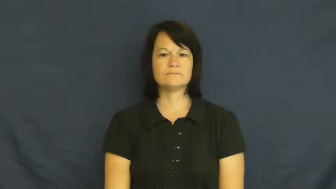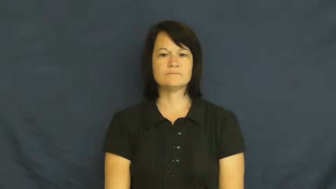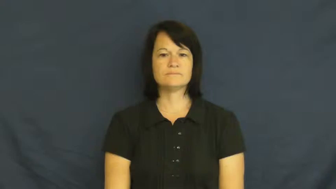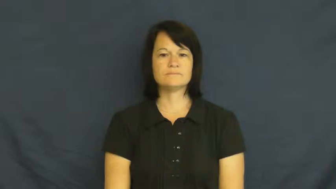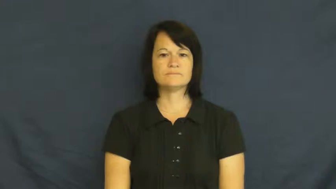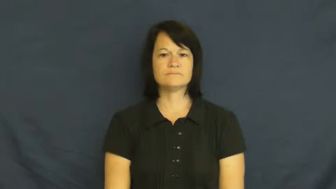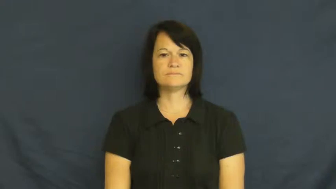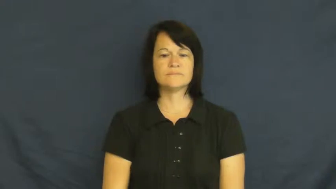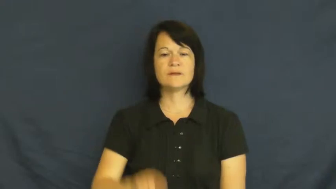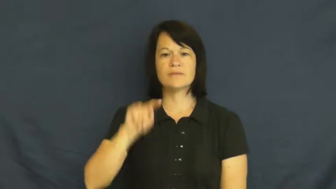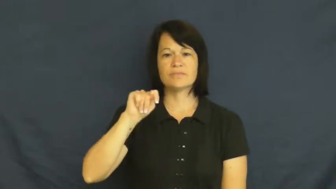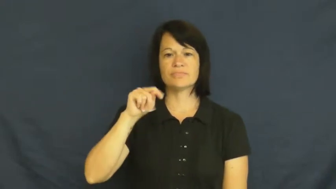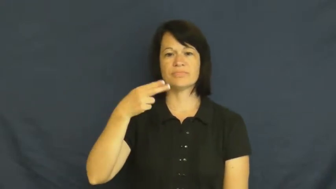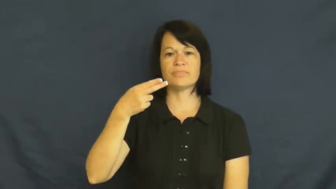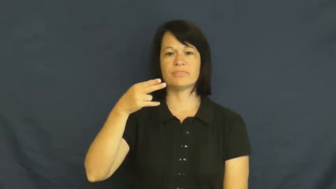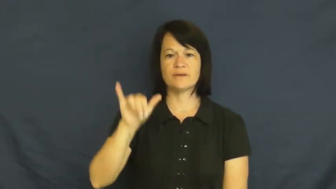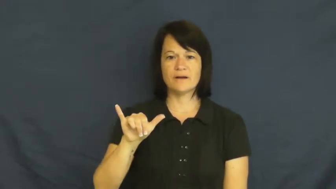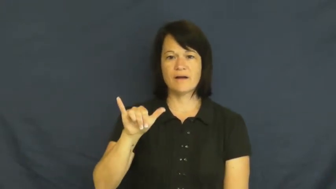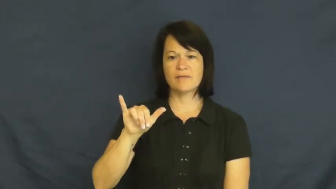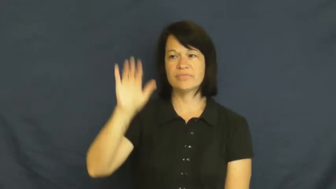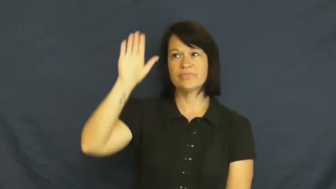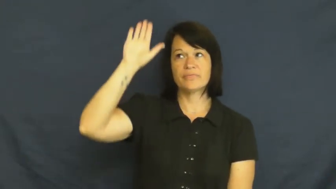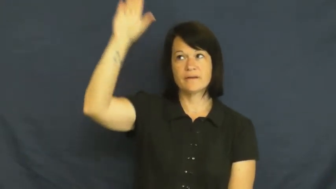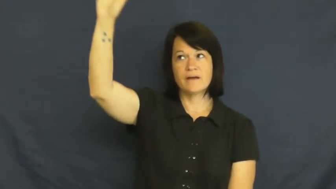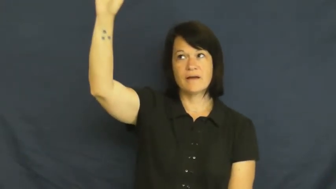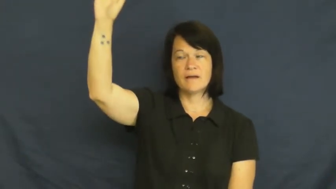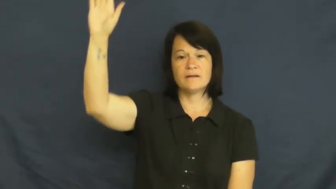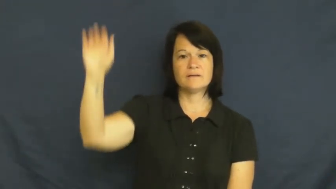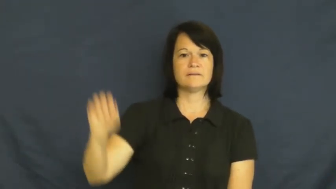thy